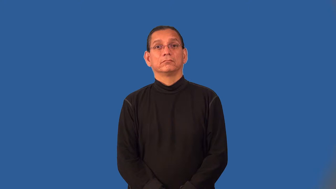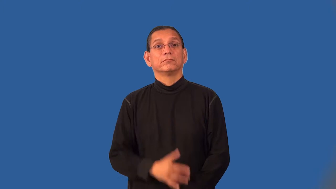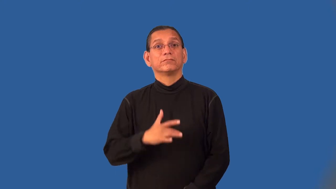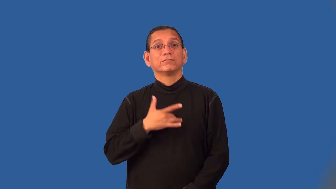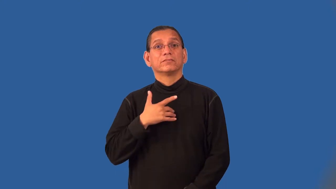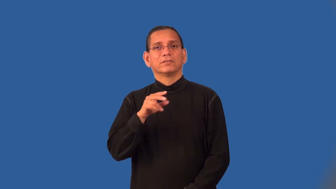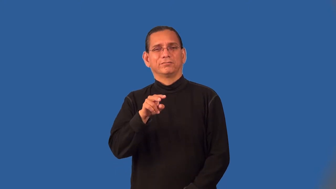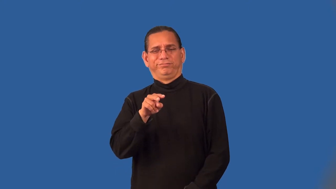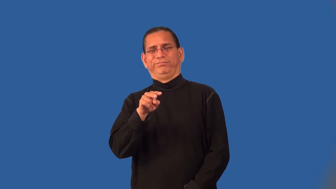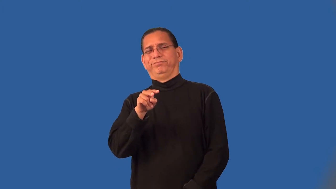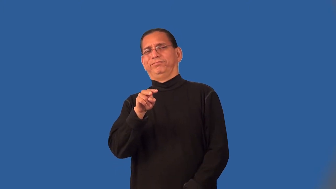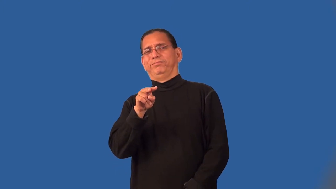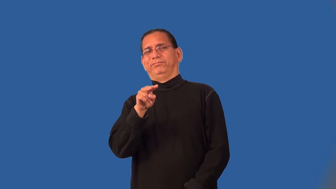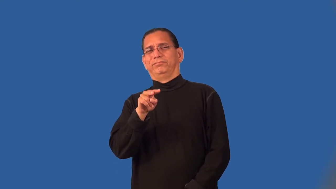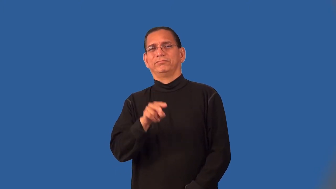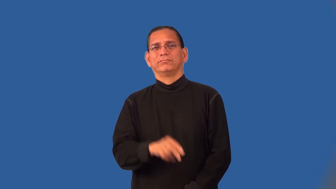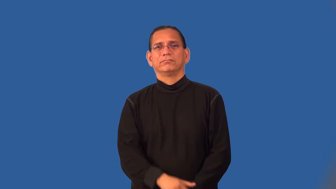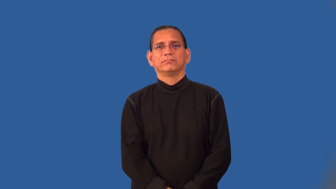pique